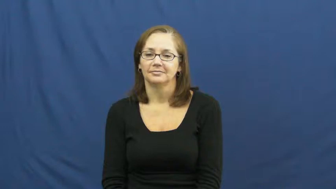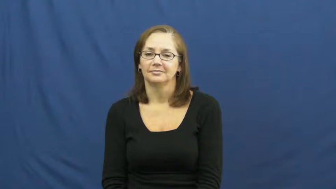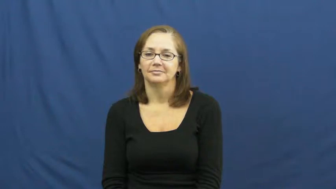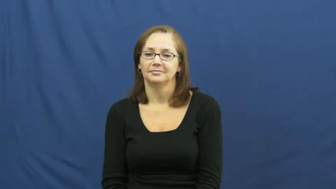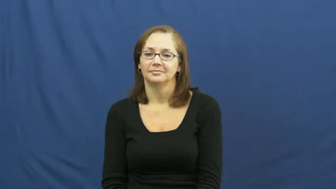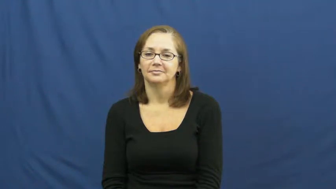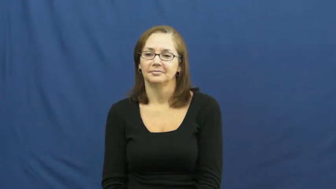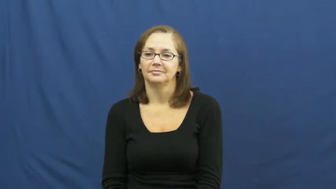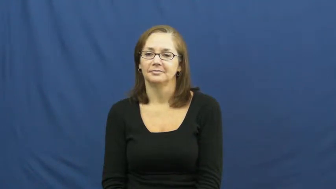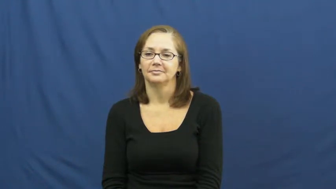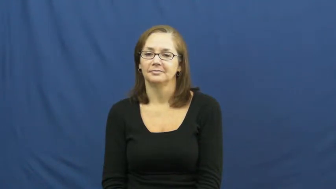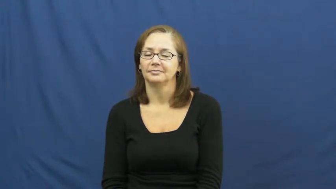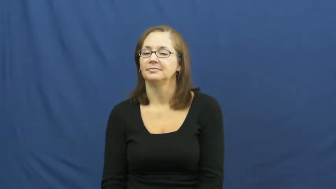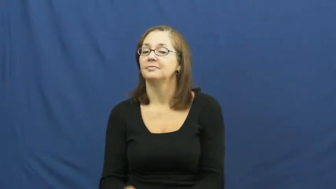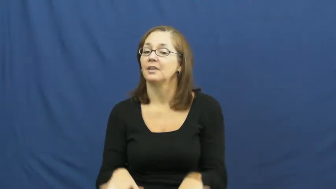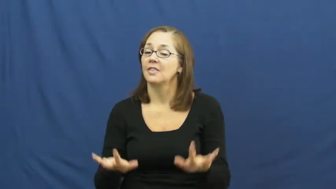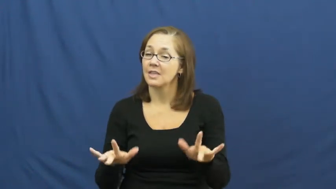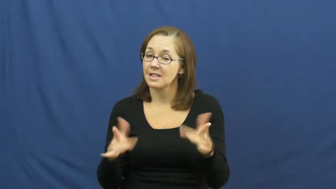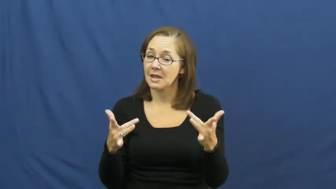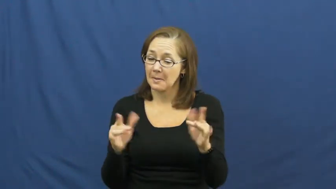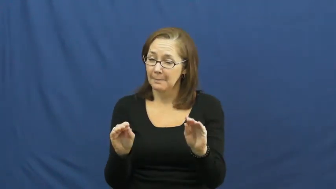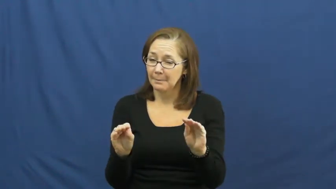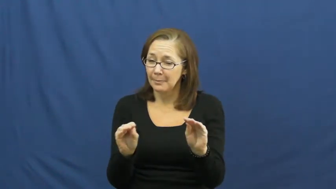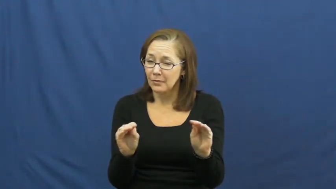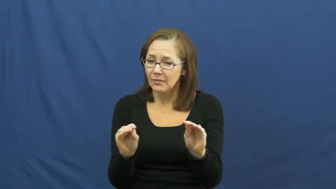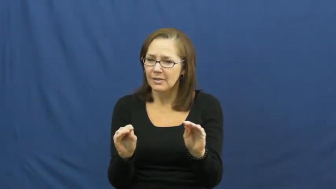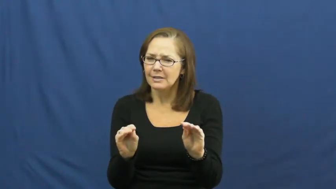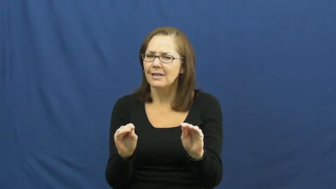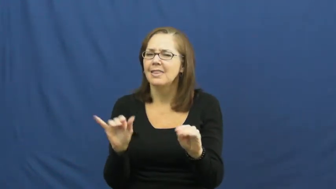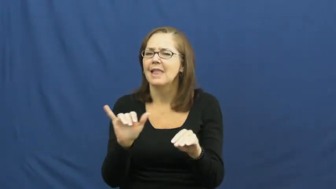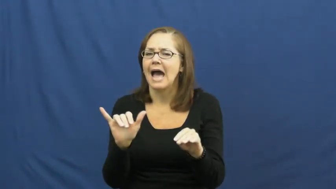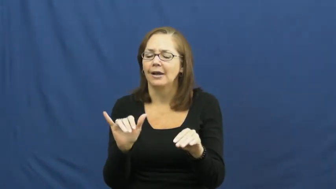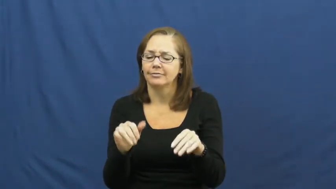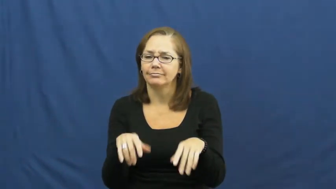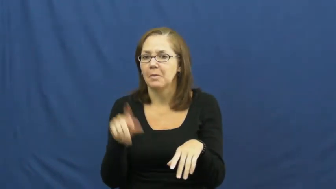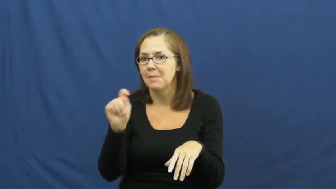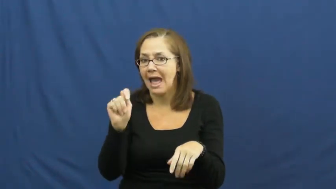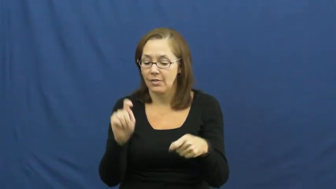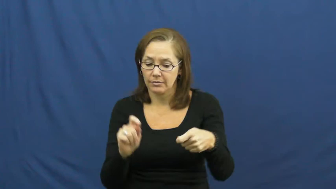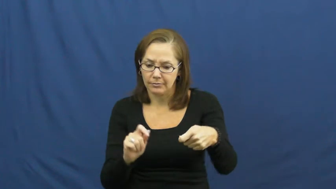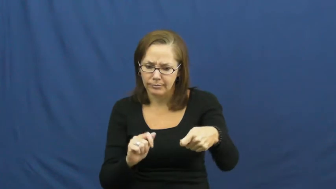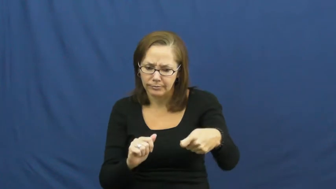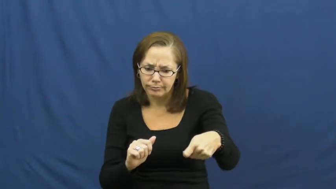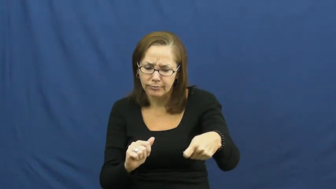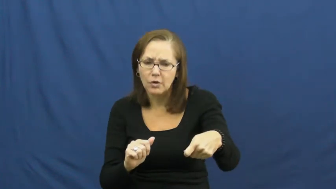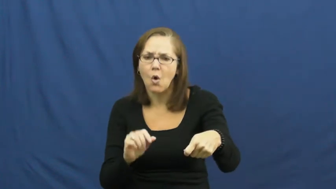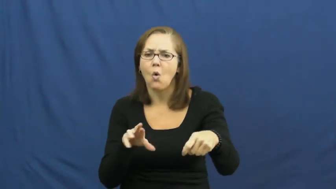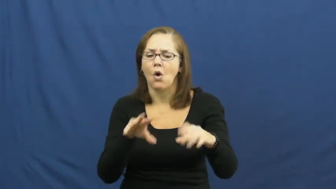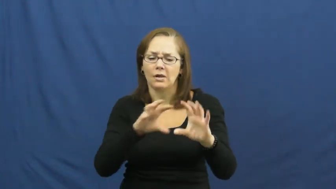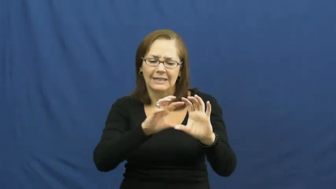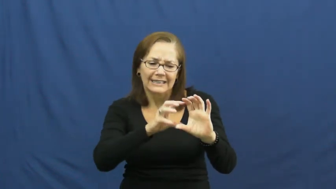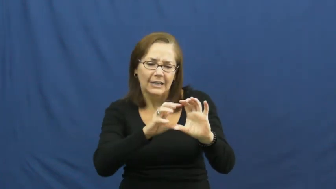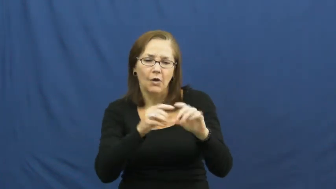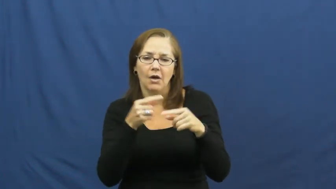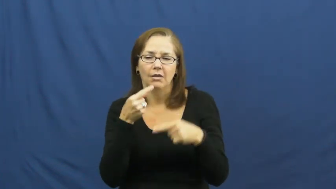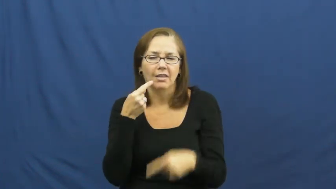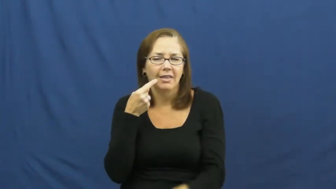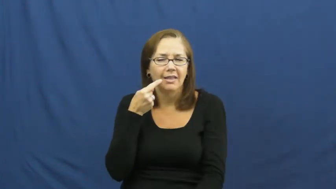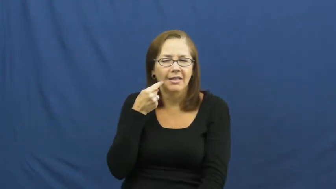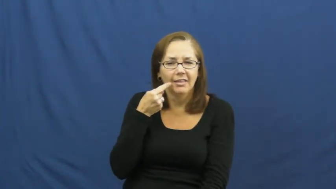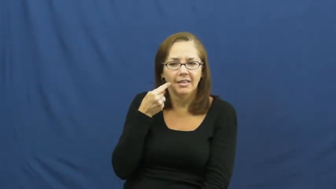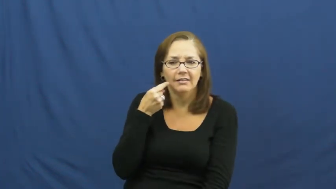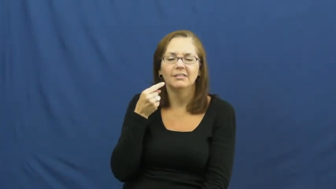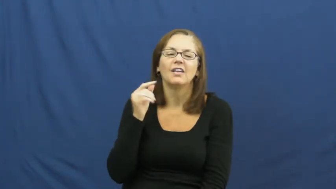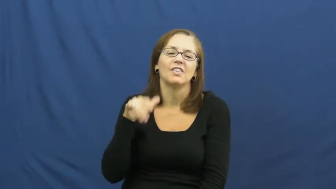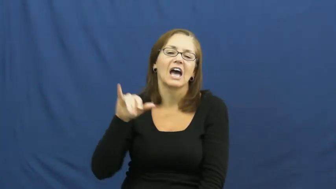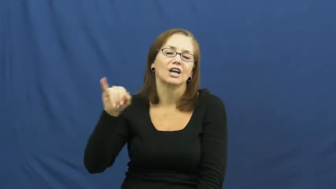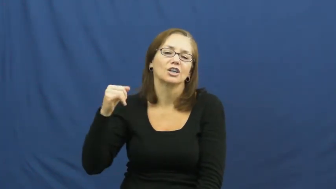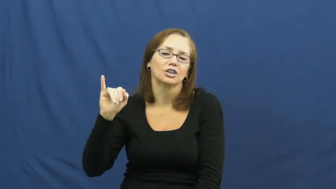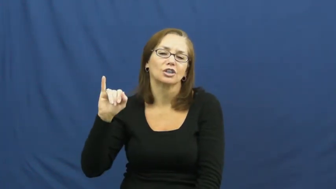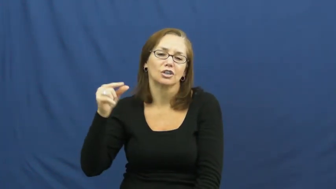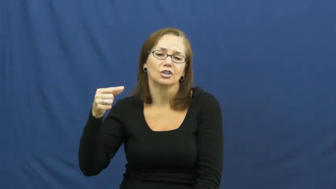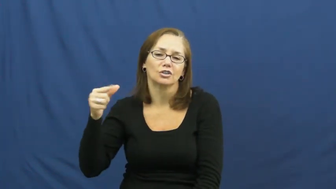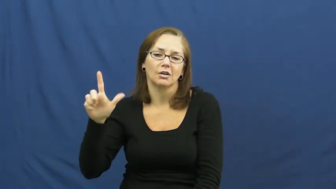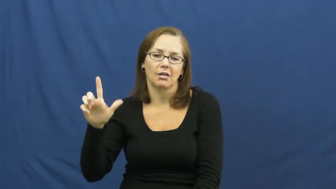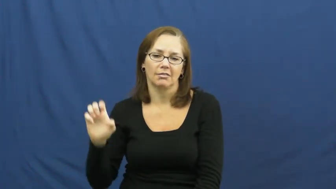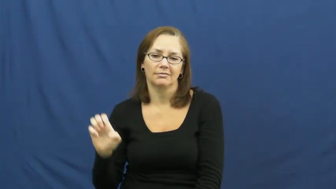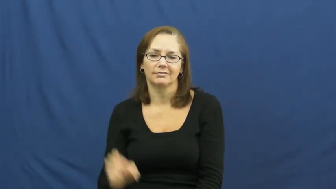jiggle,joggle